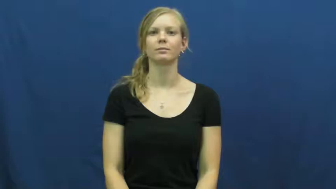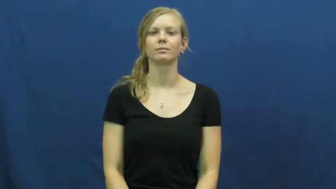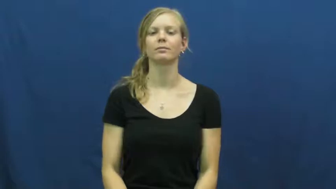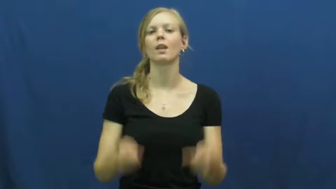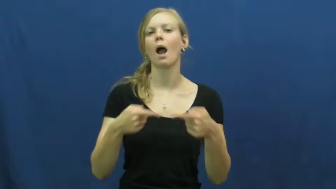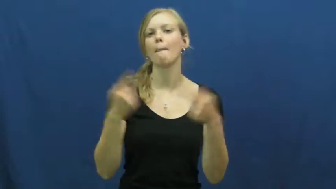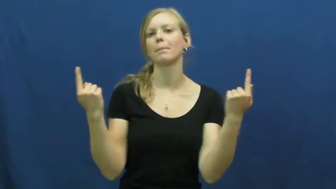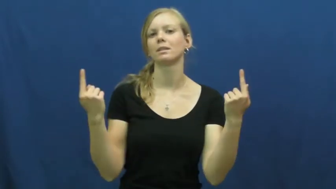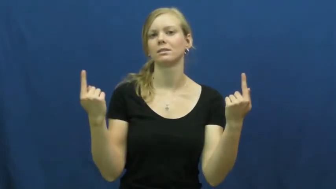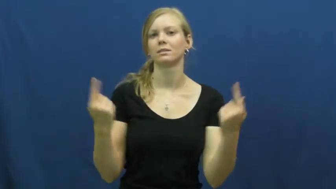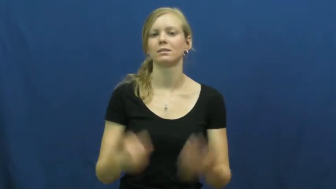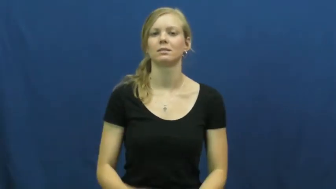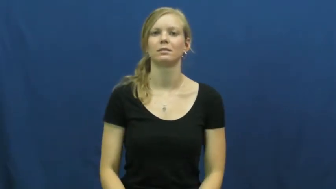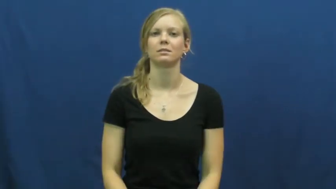oppose,anti,exceptionable,retroact,counter